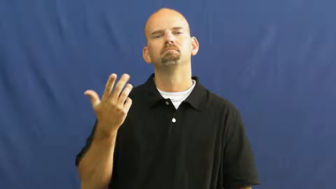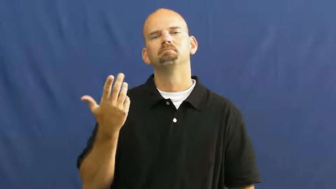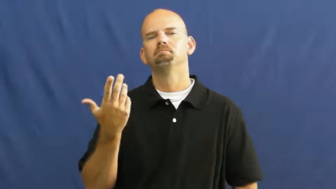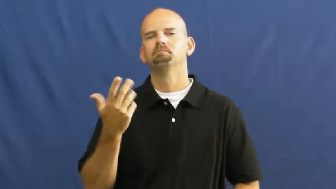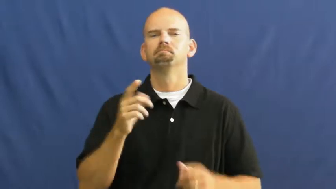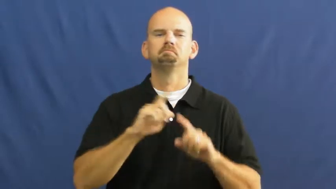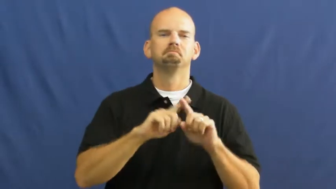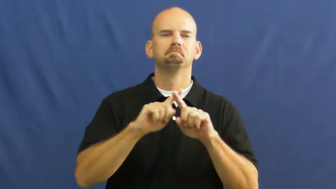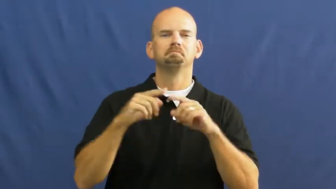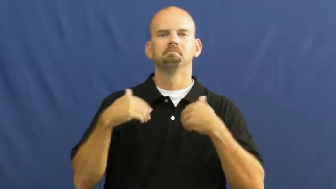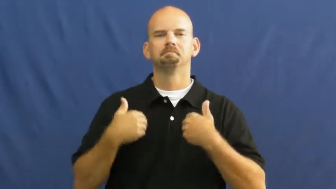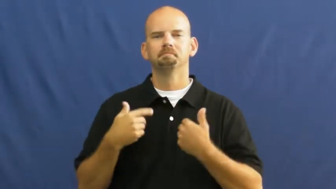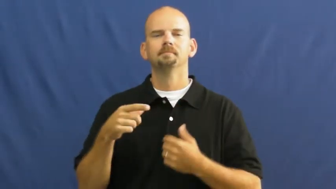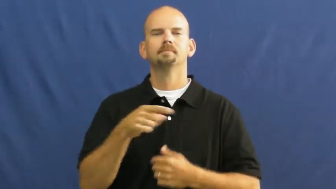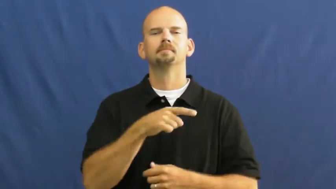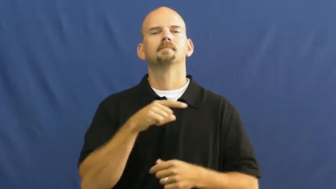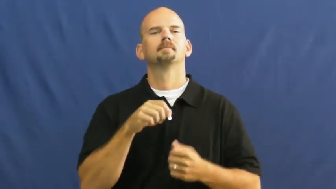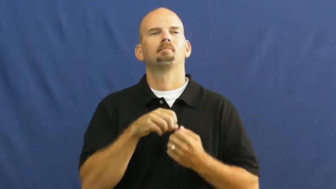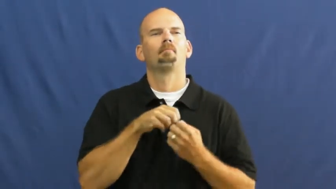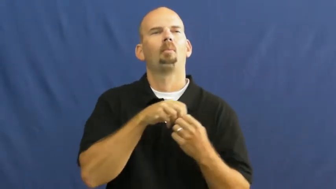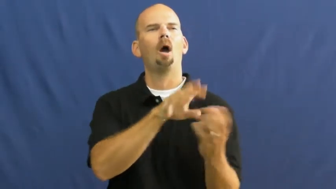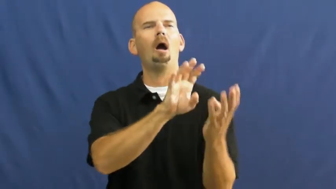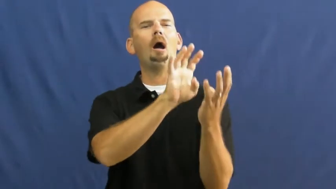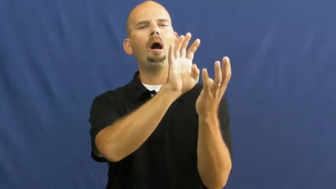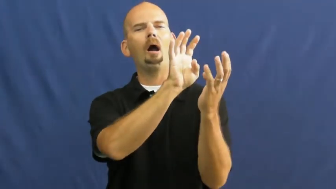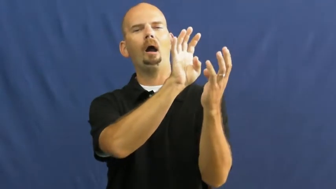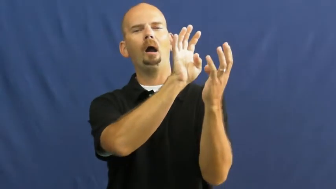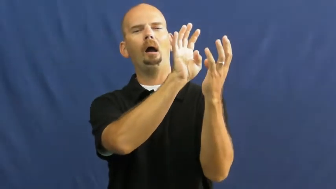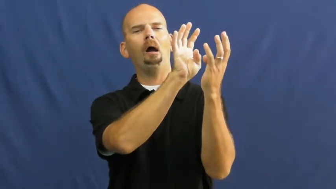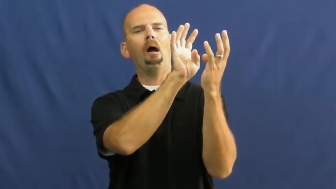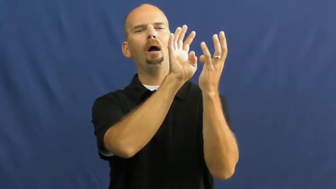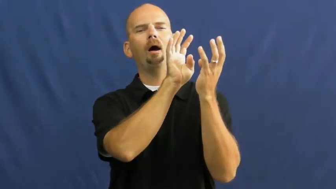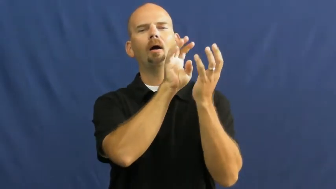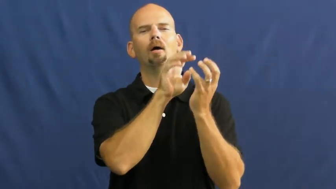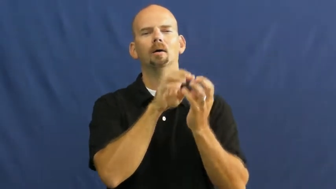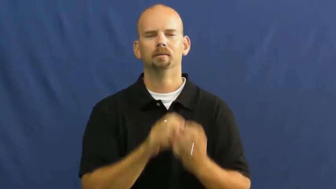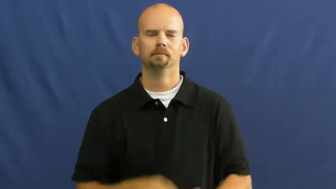howl,howl at,bay